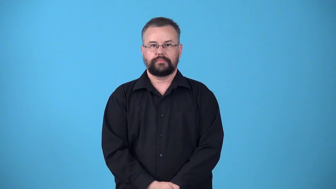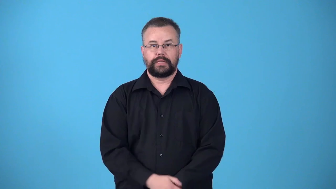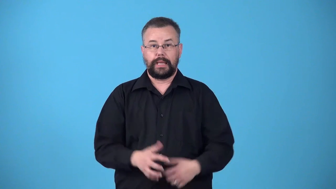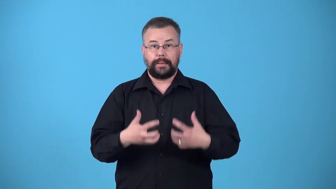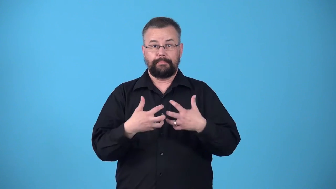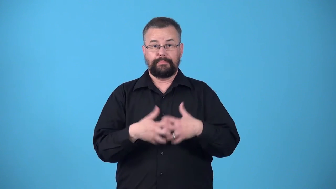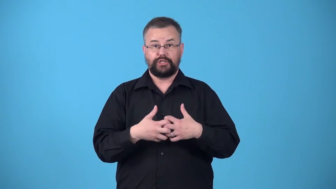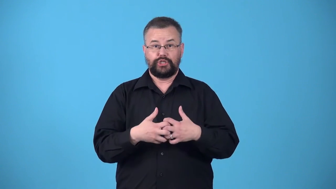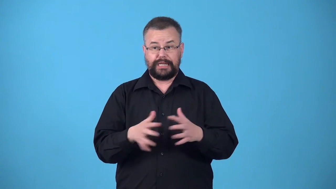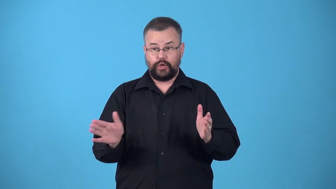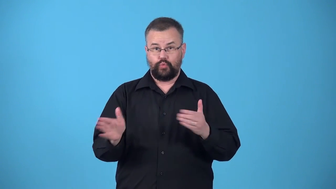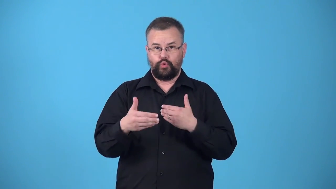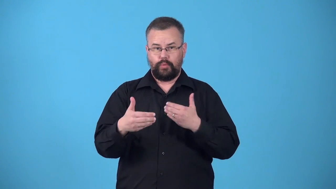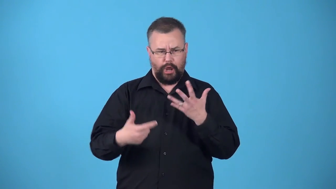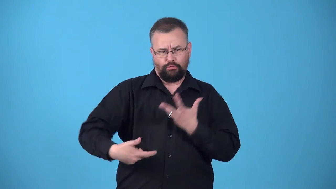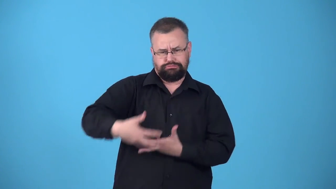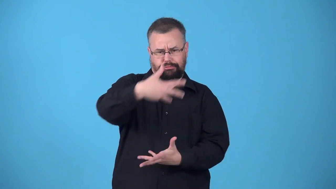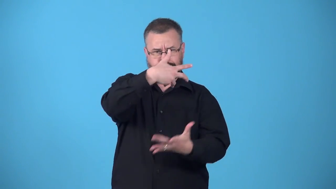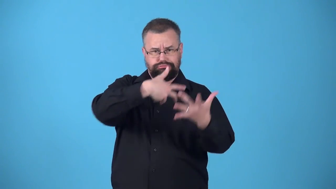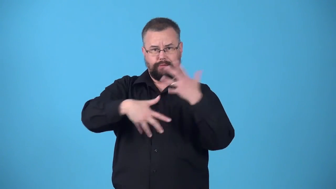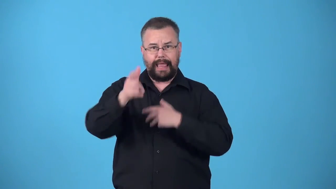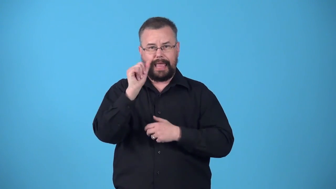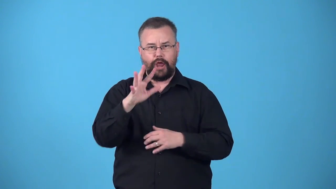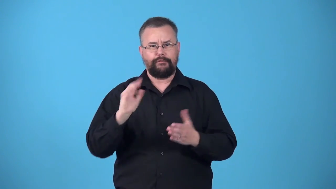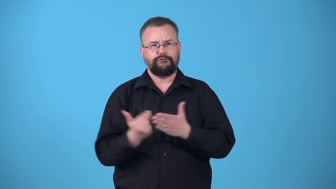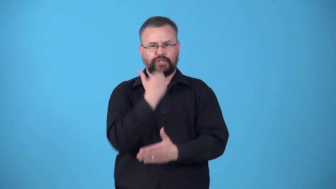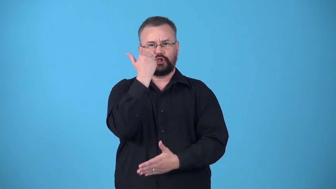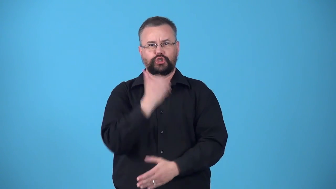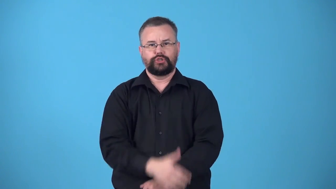ventilator-room